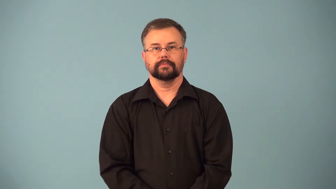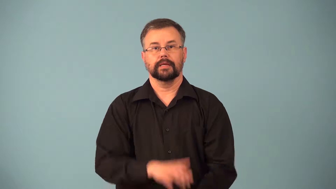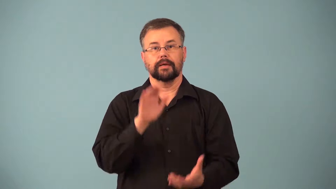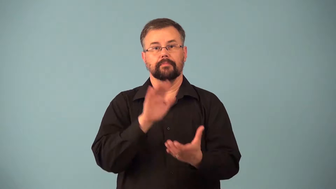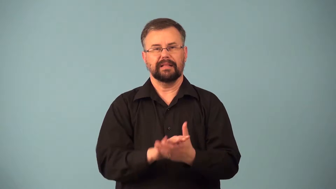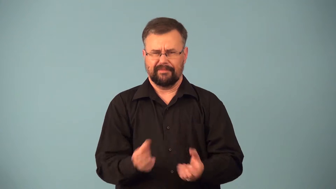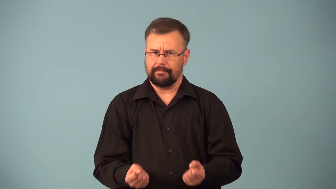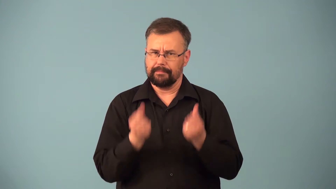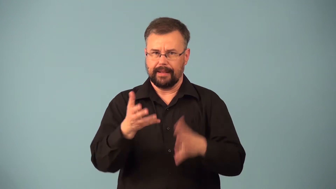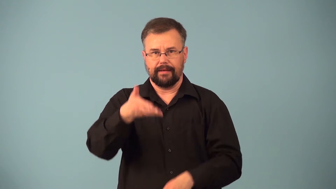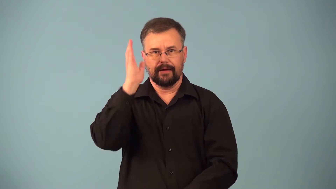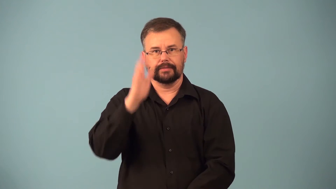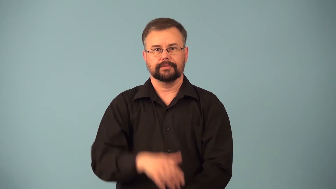polytheist